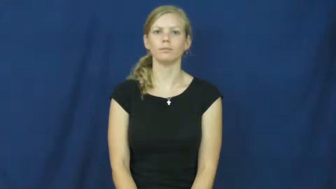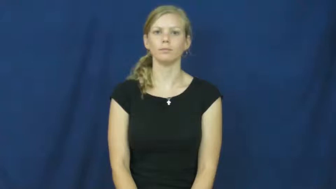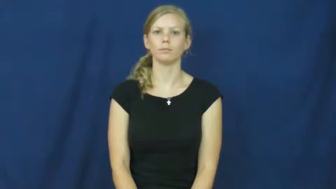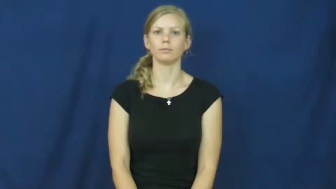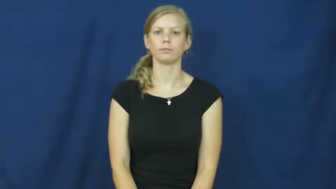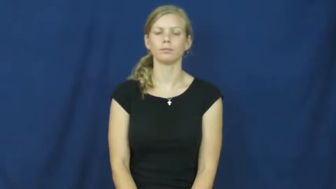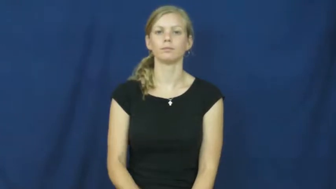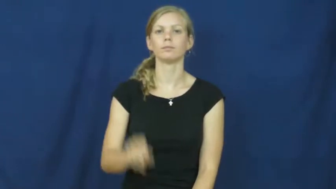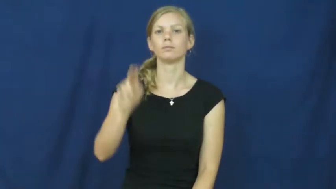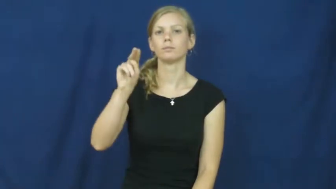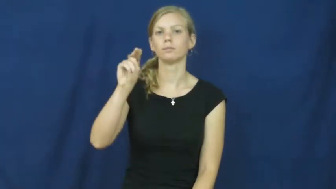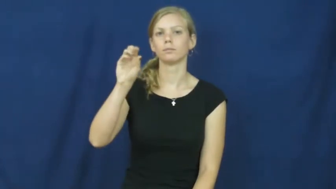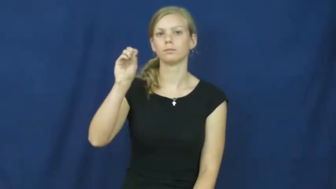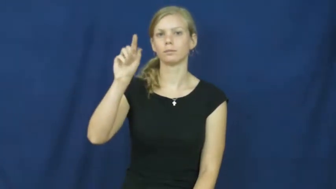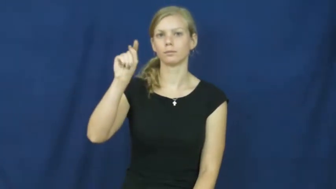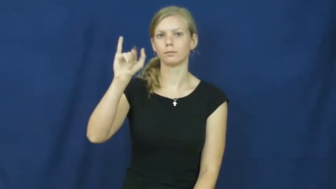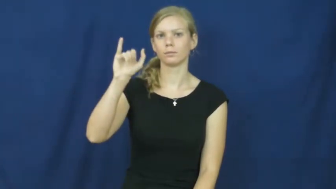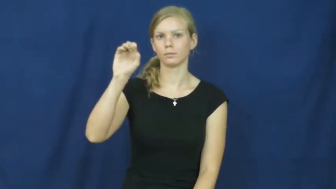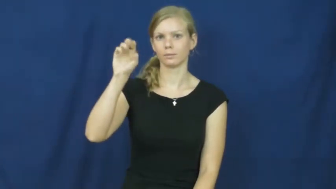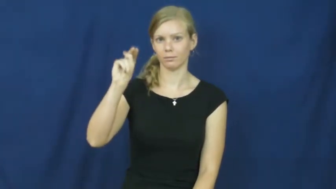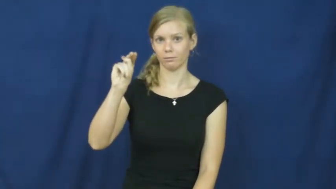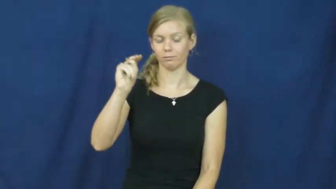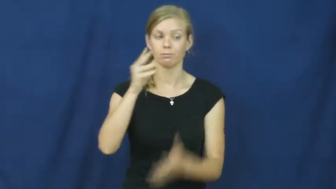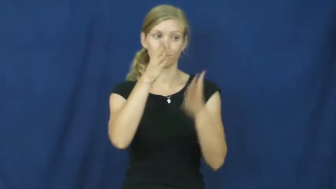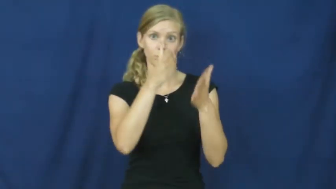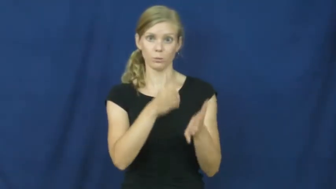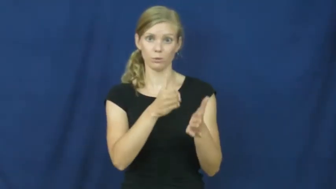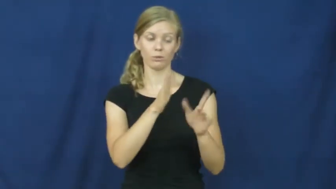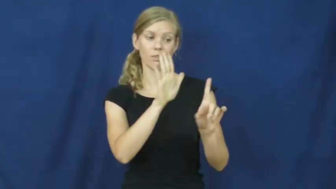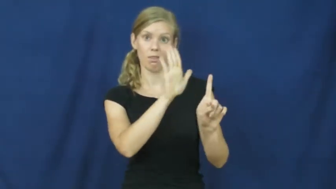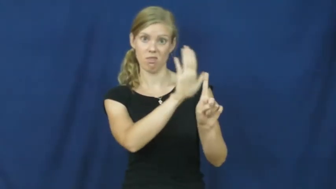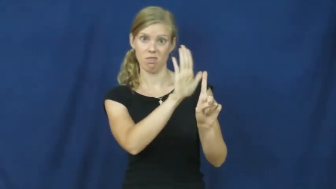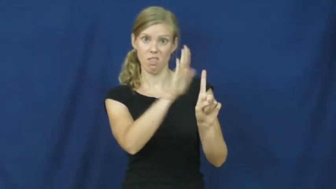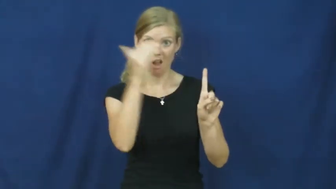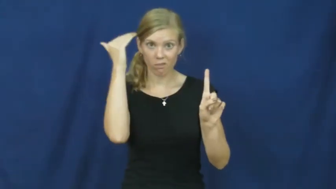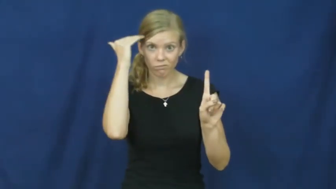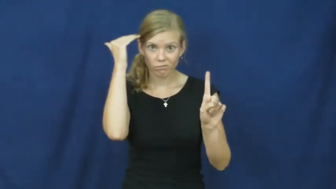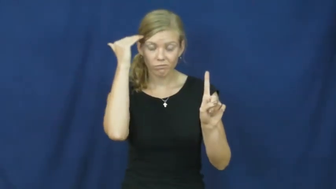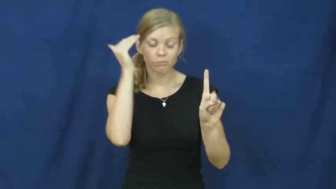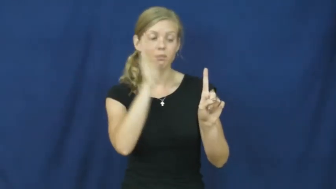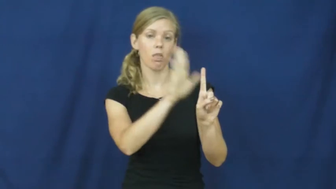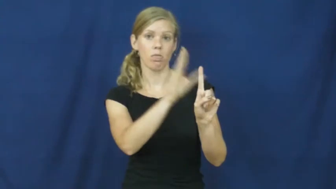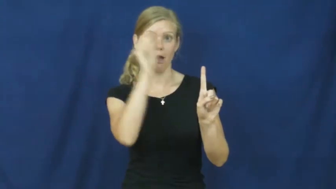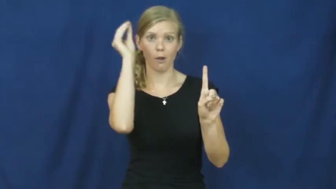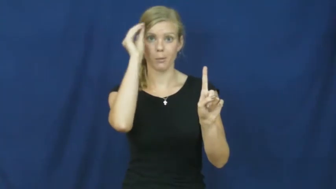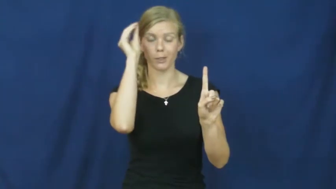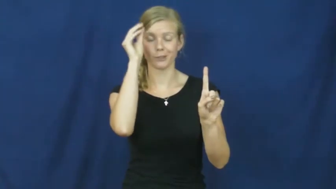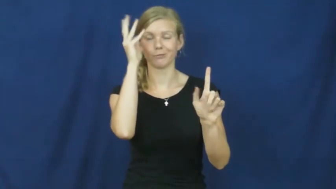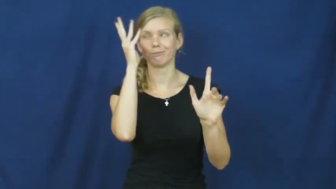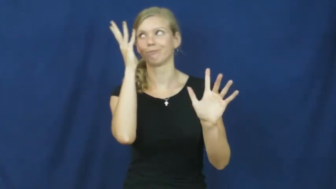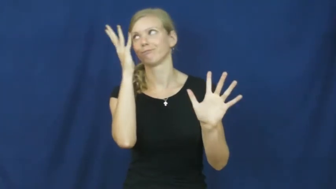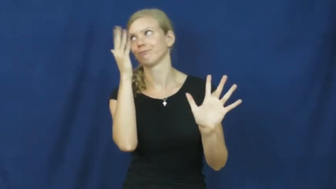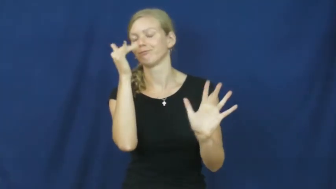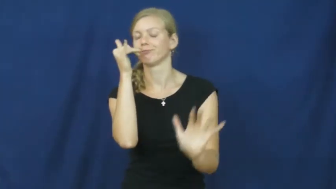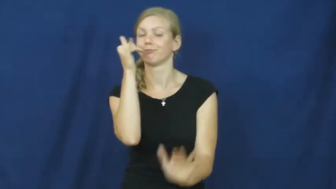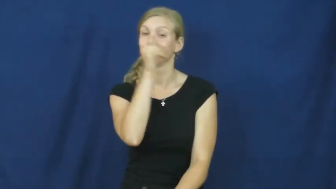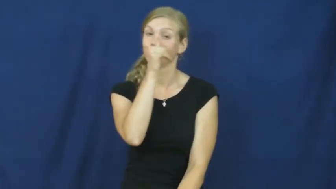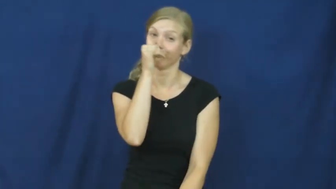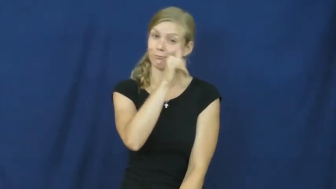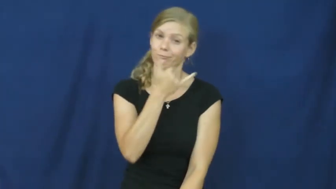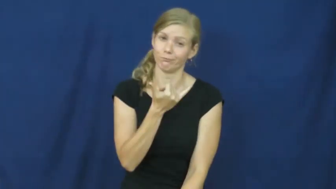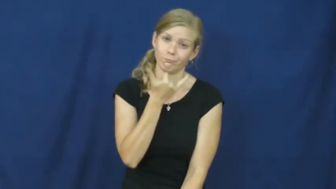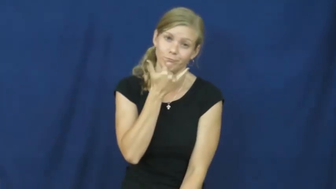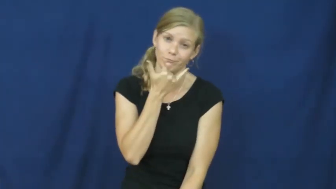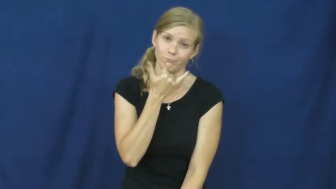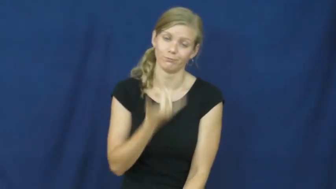notion-idea